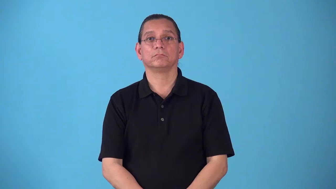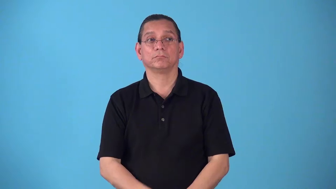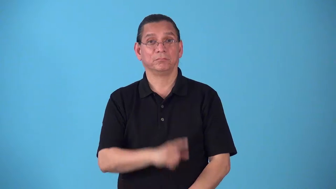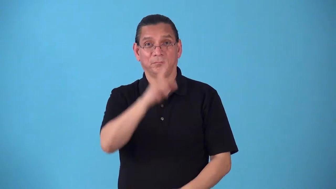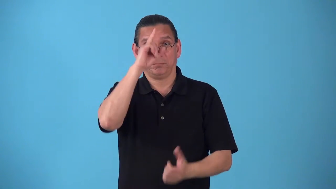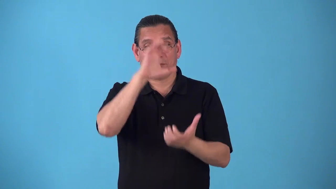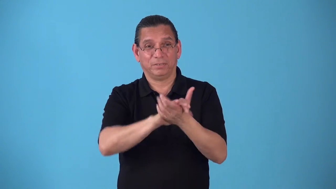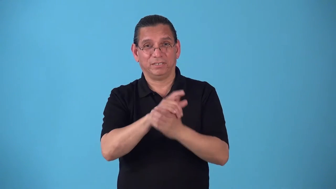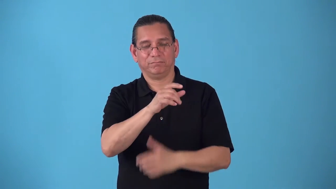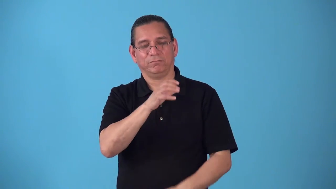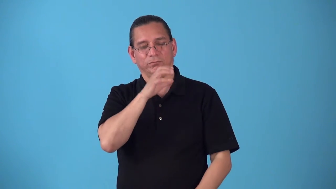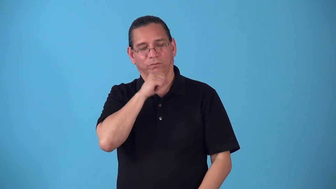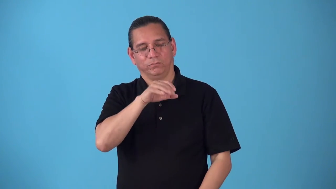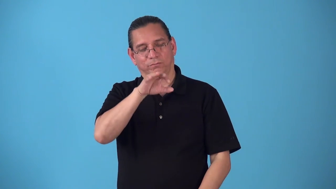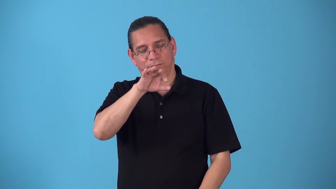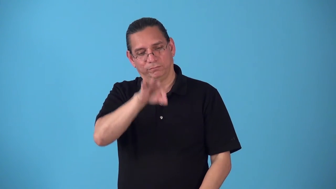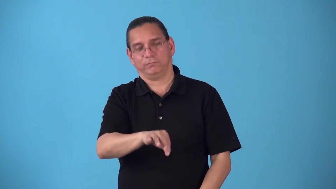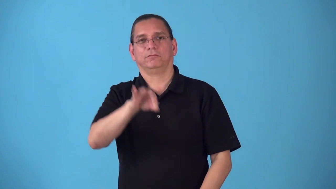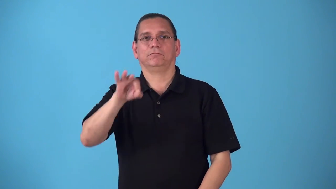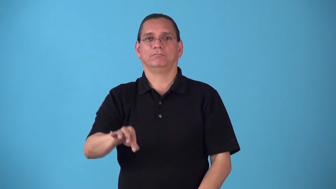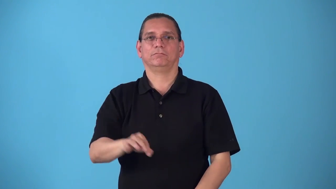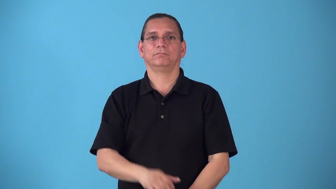shibboleth